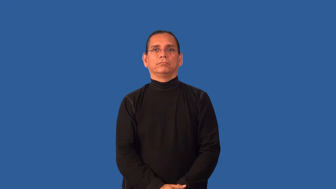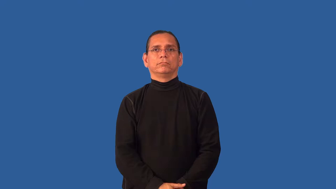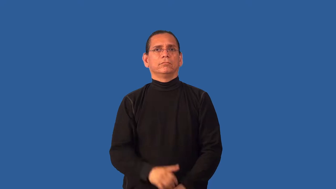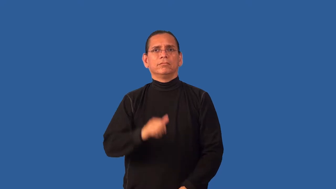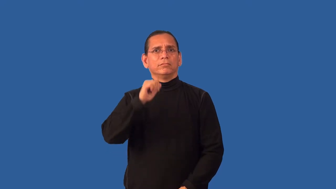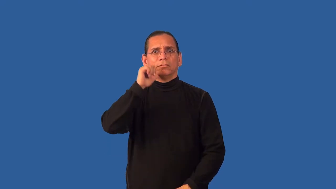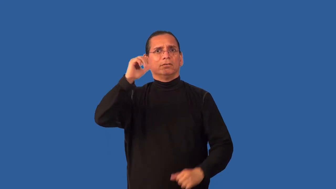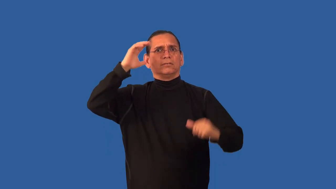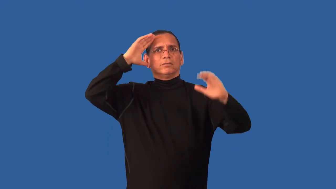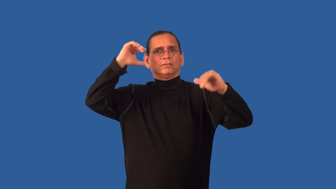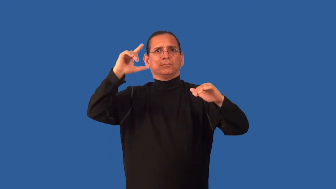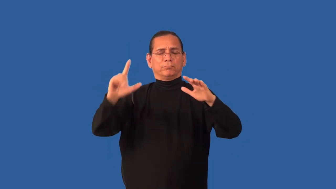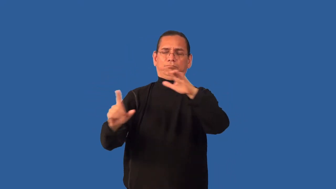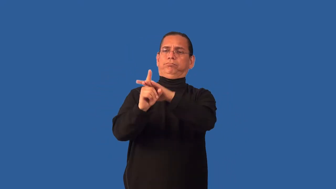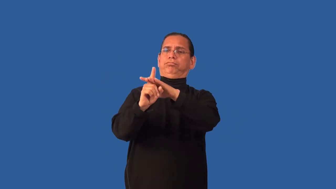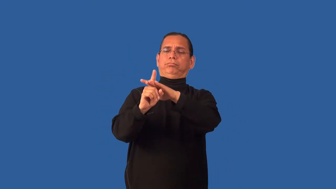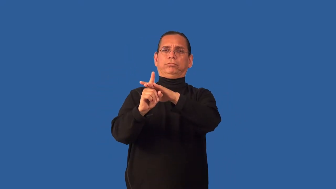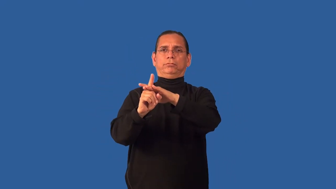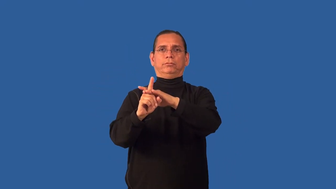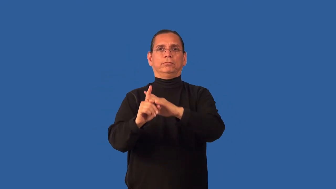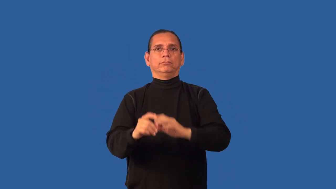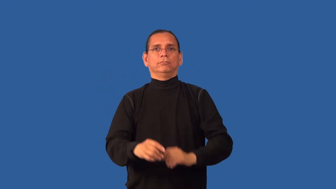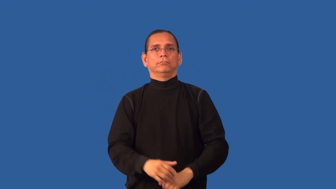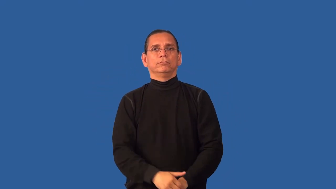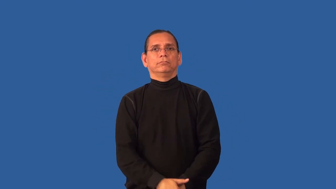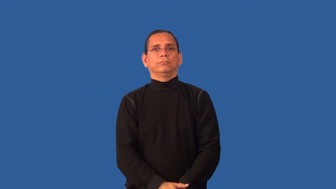chance,peradventure-by chance